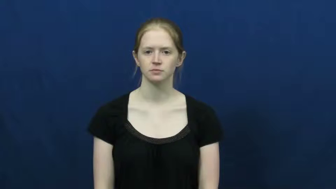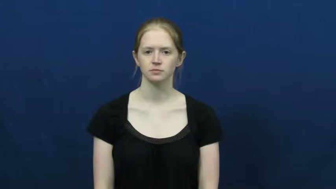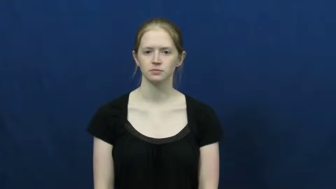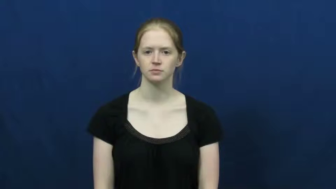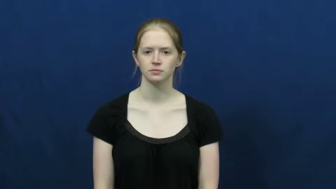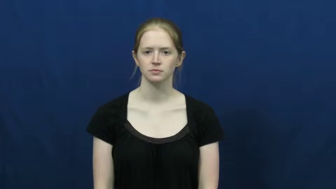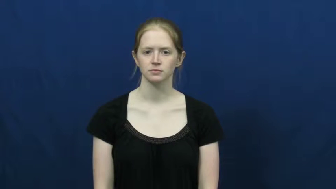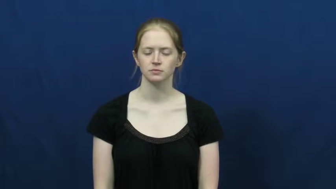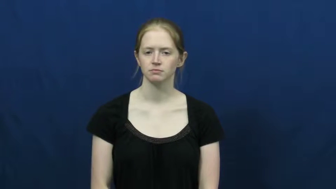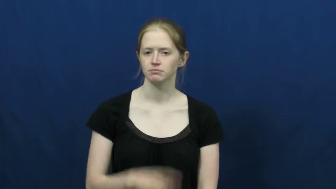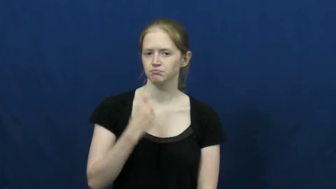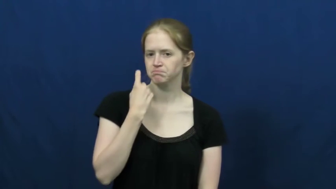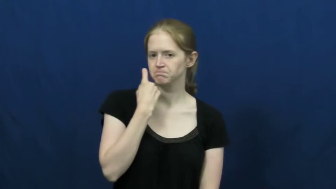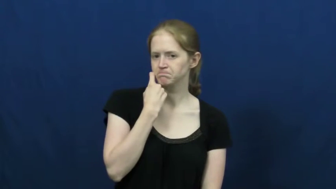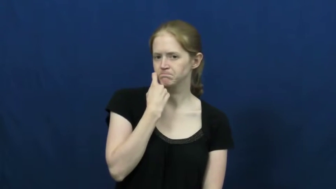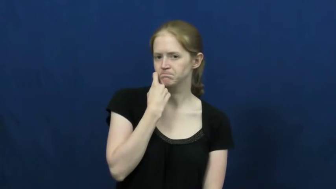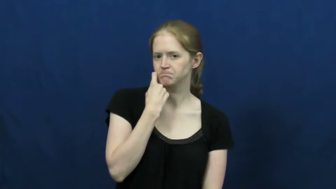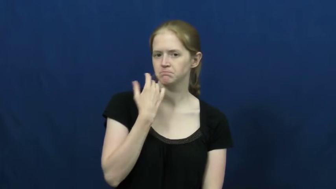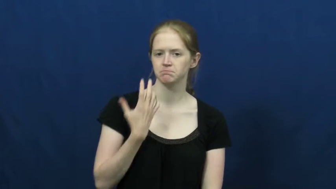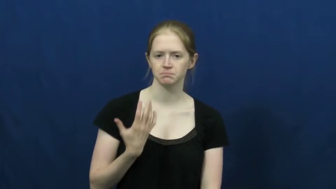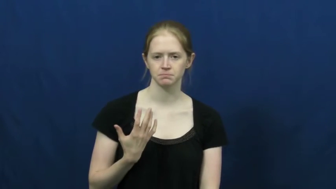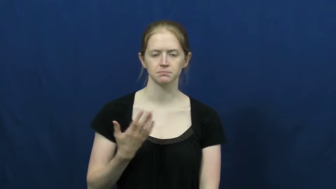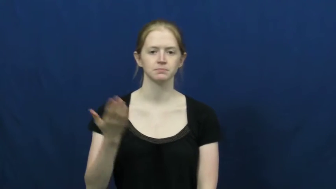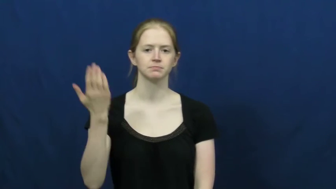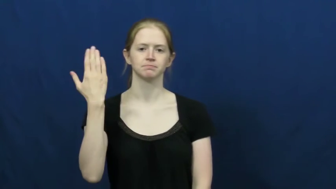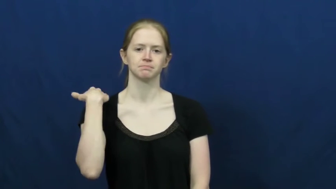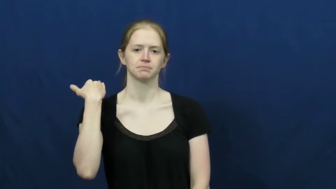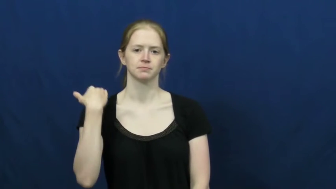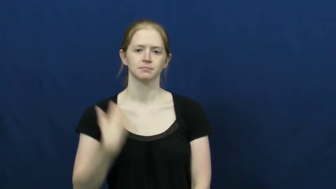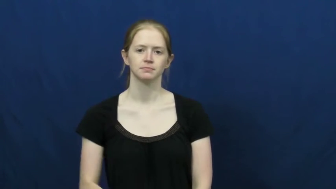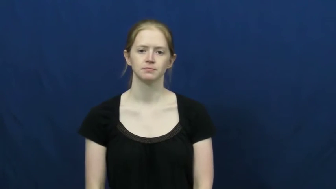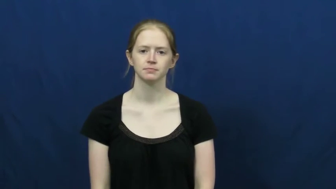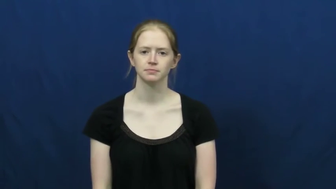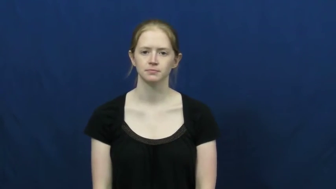last-recent